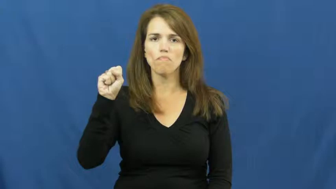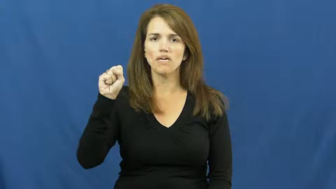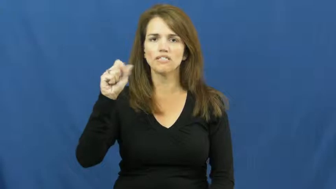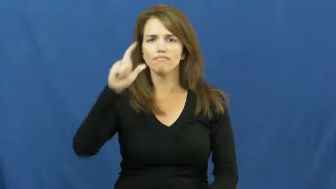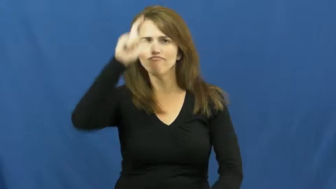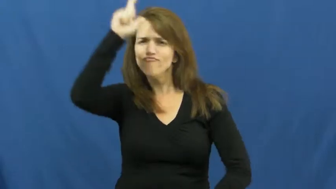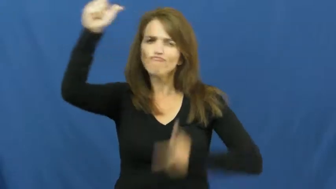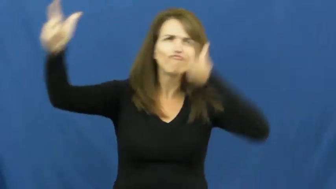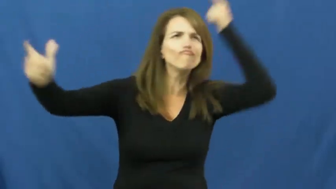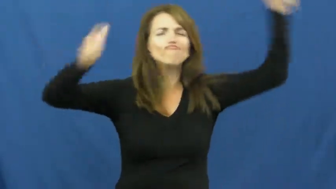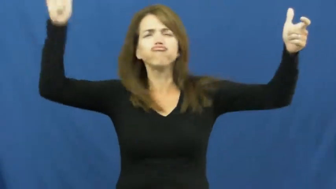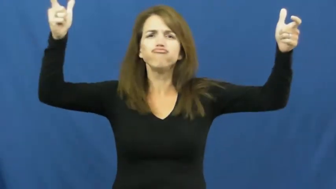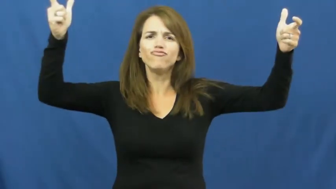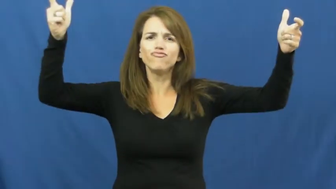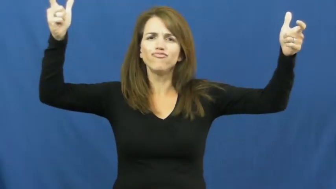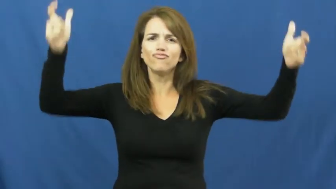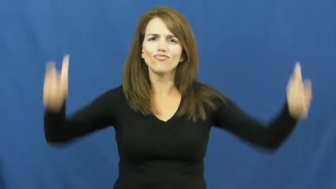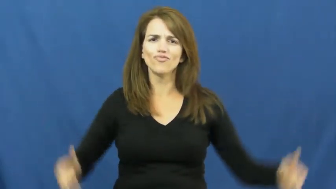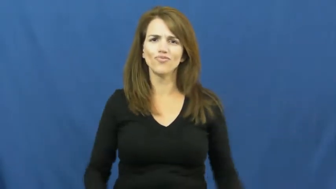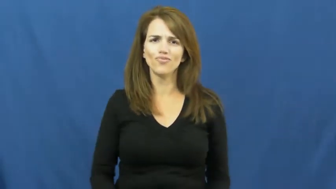enormous,behemoth,cavernous,untold